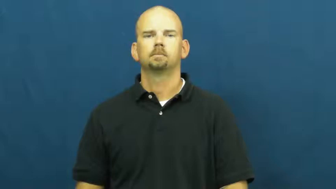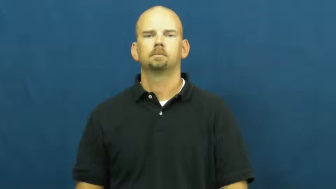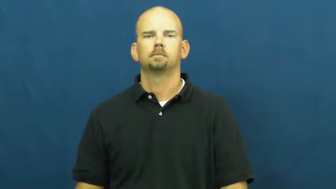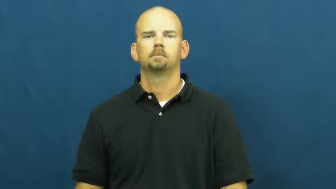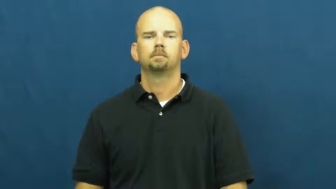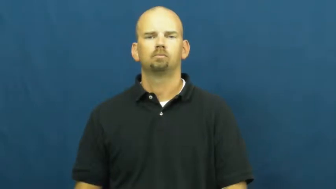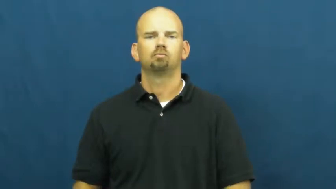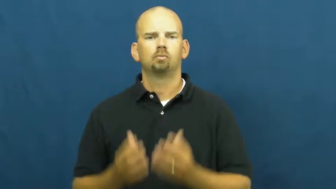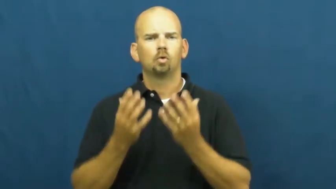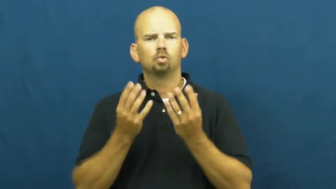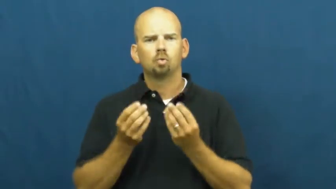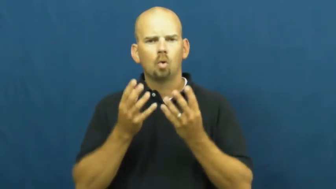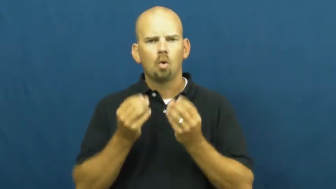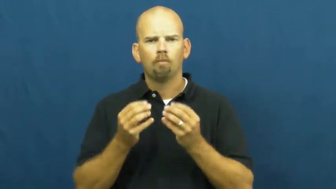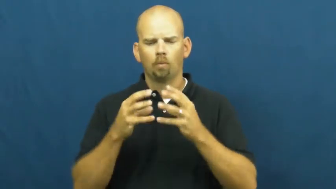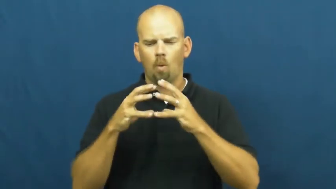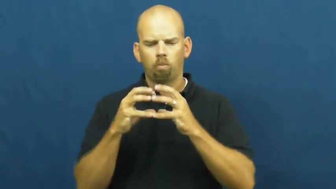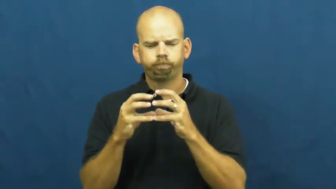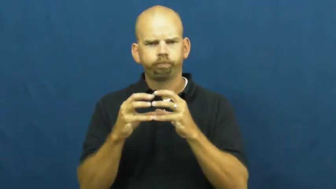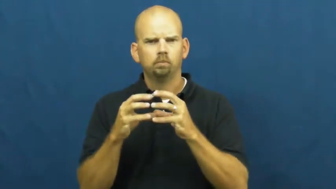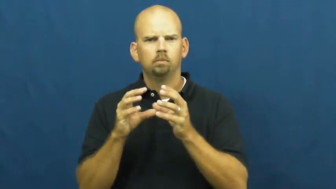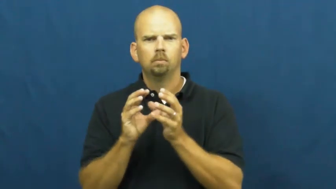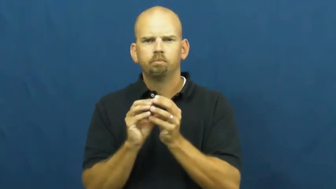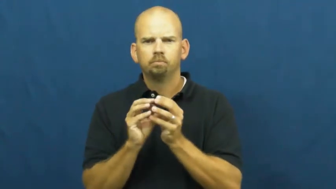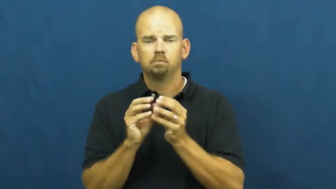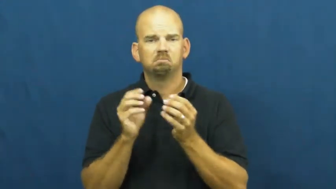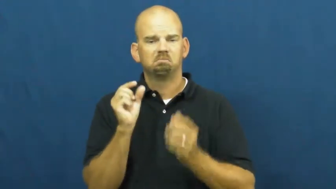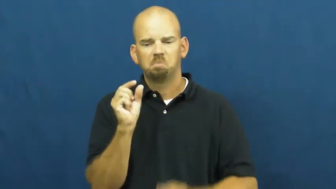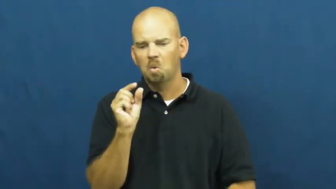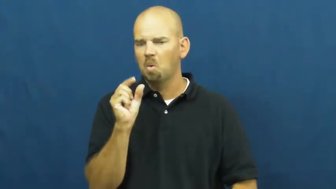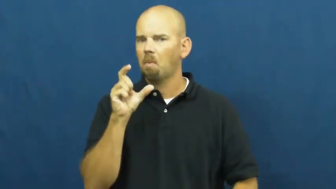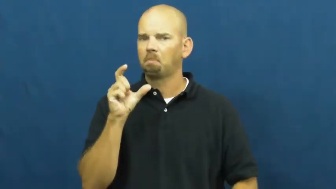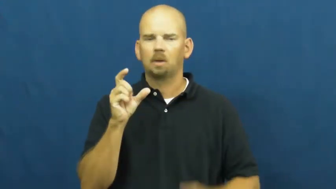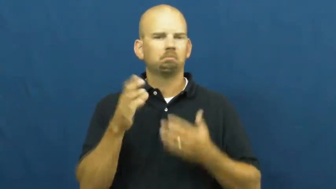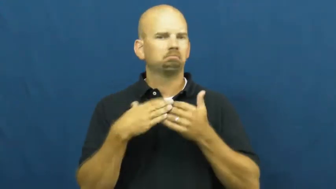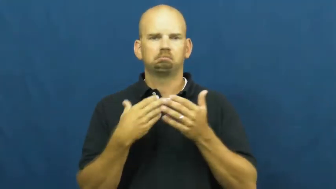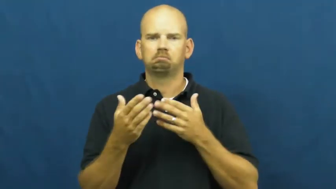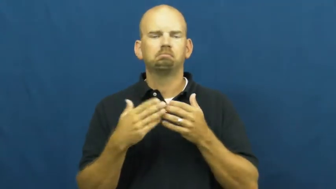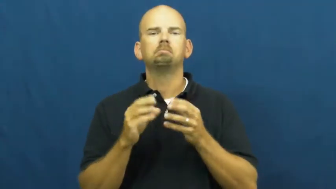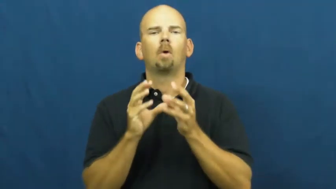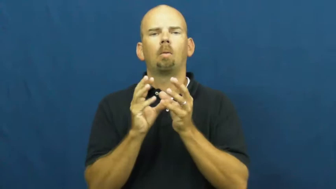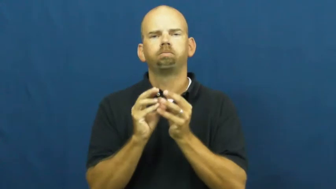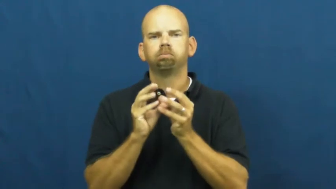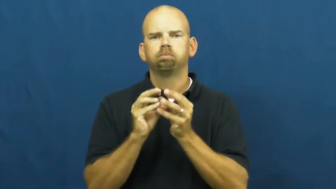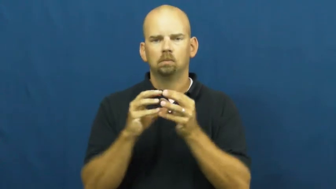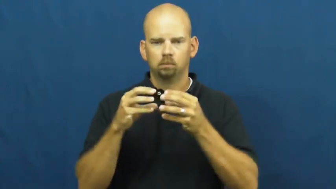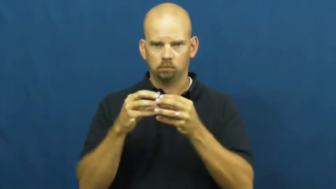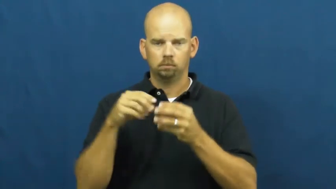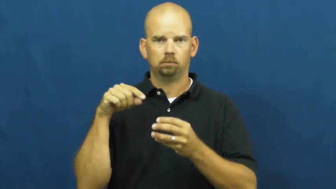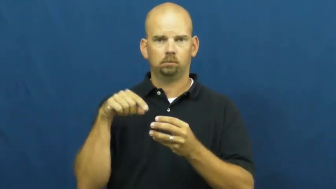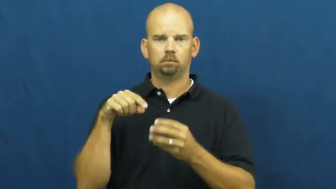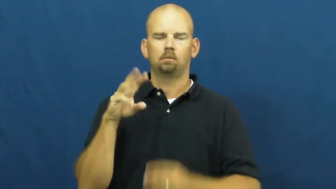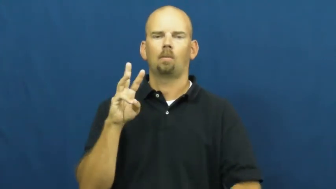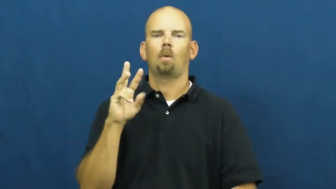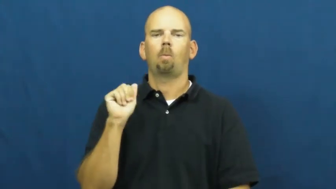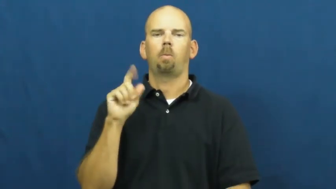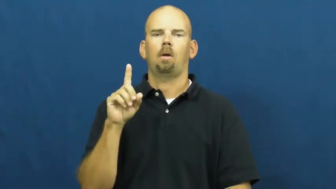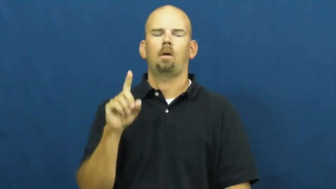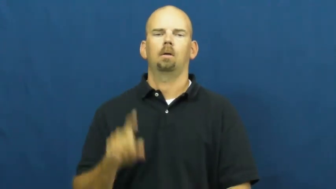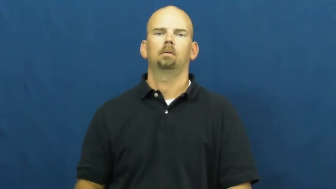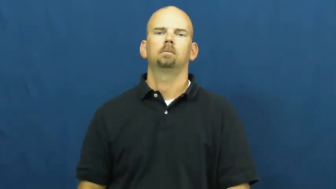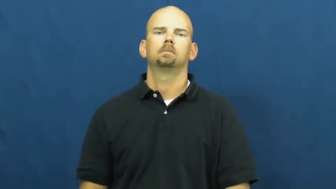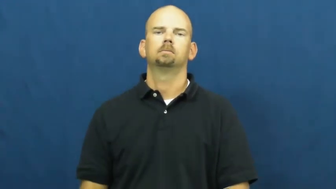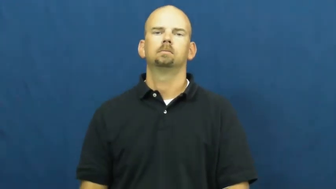wad,cud